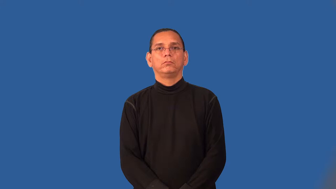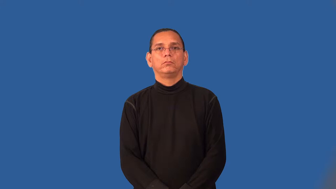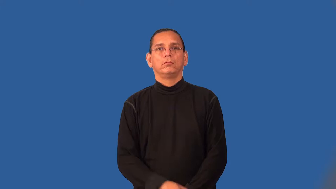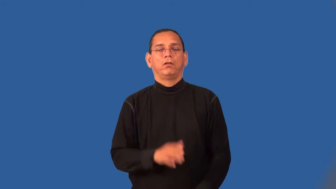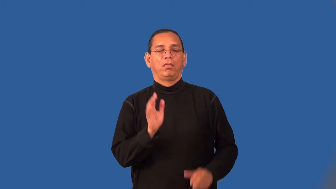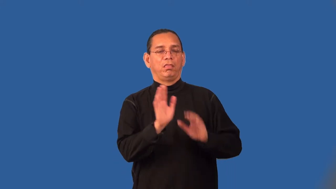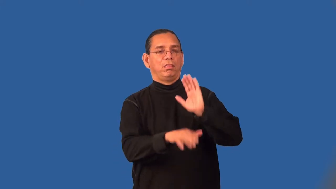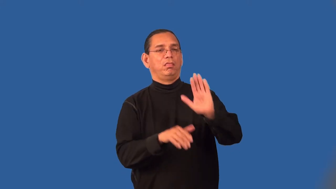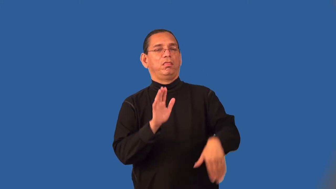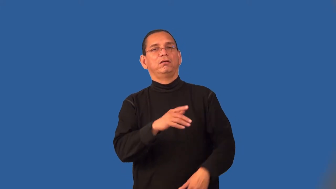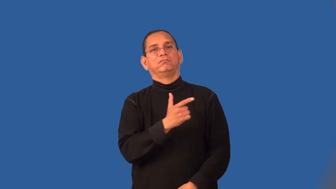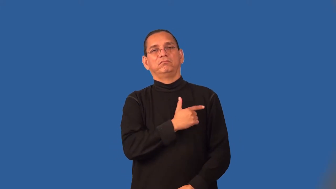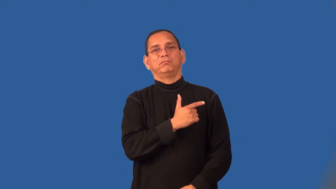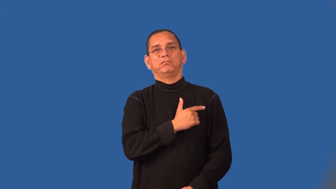shiftless